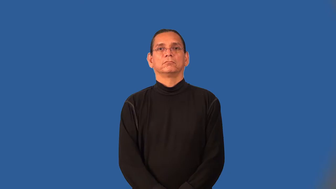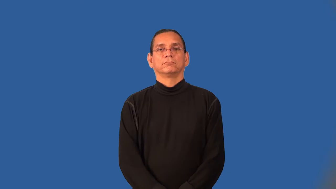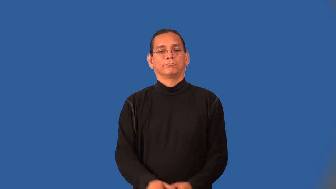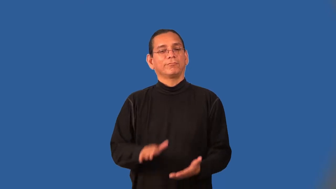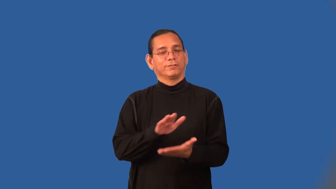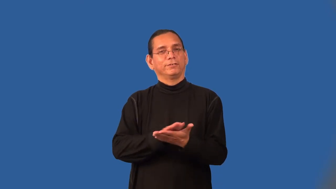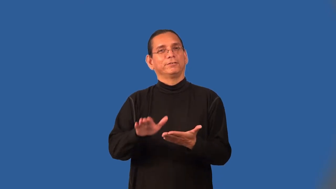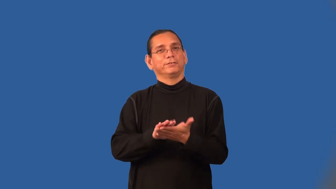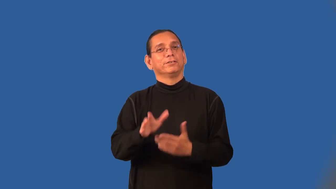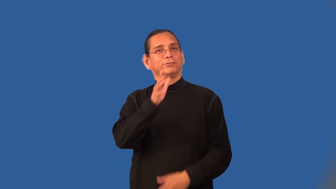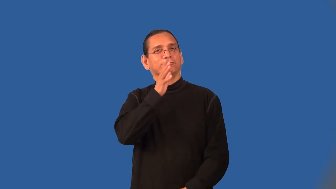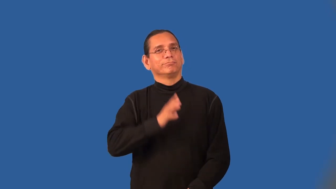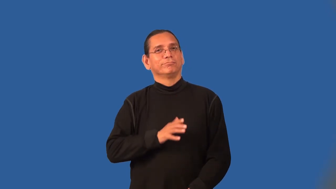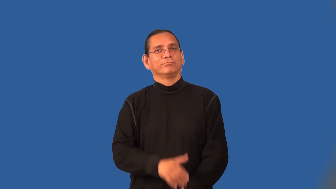charwoman